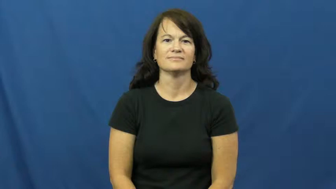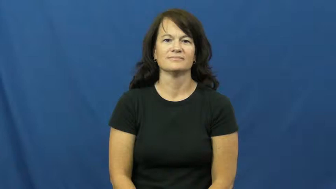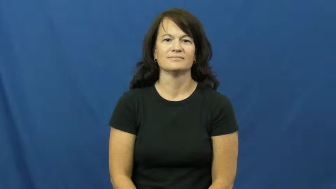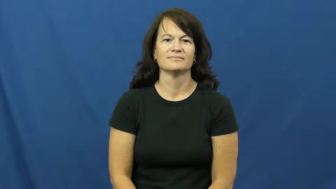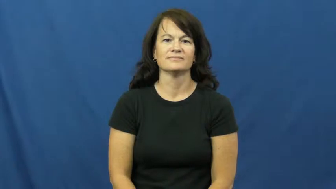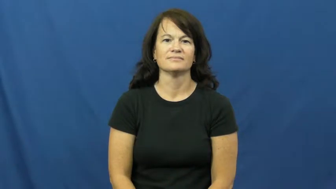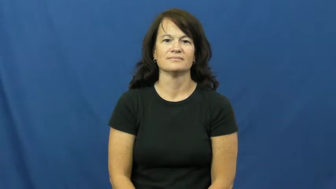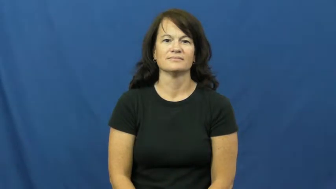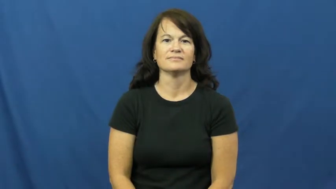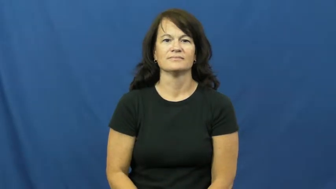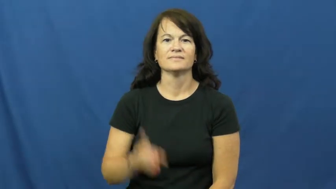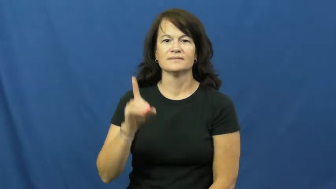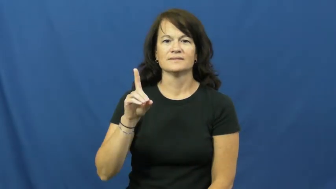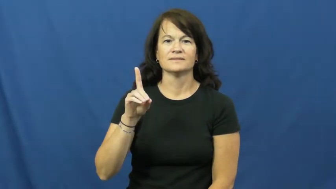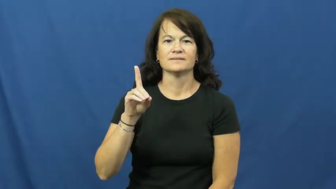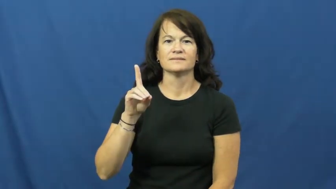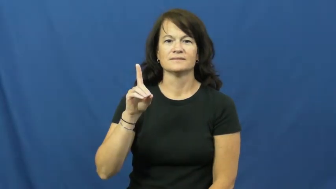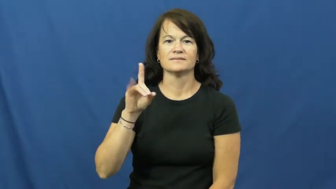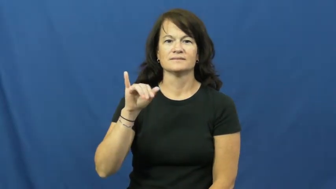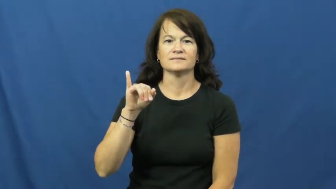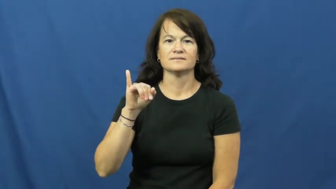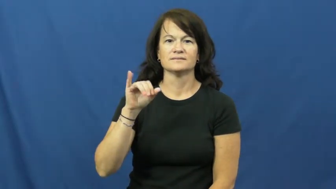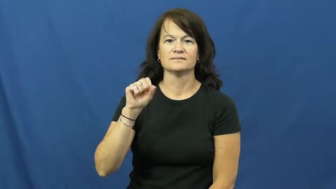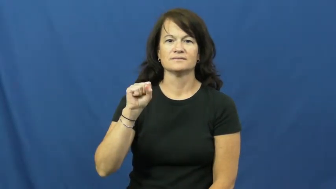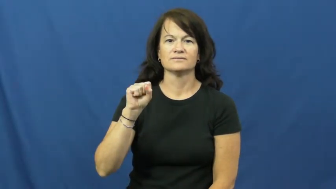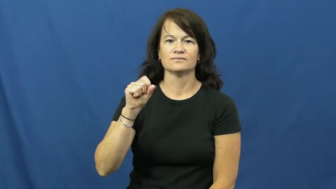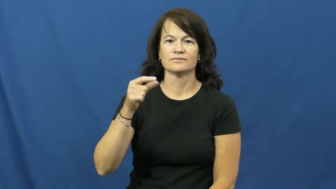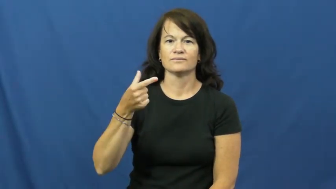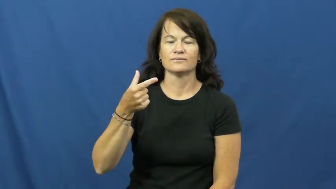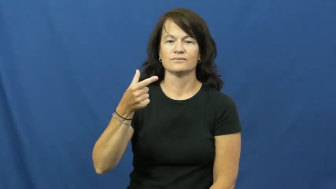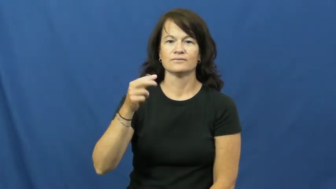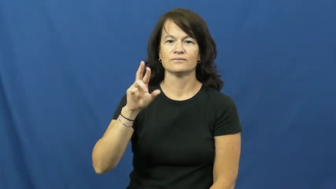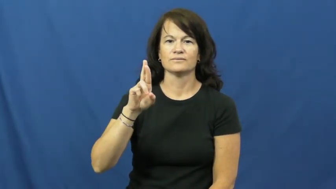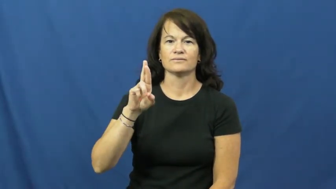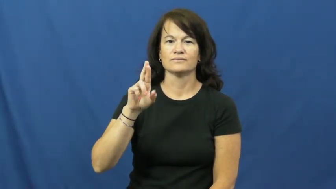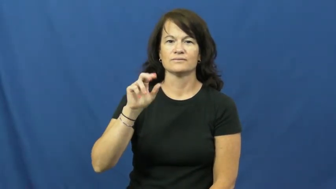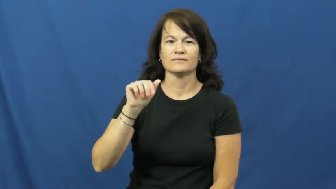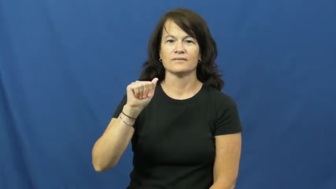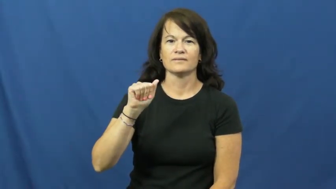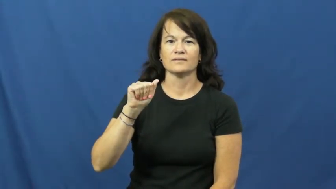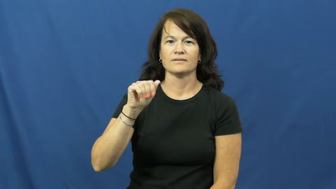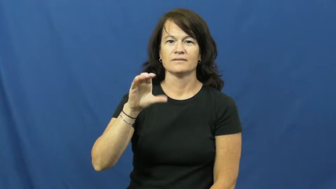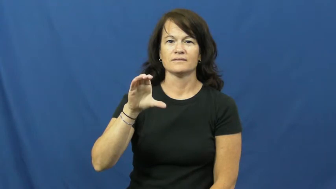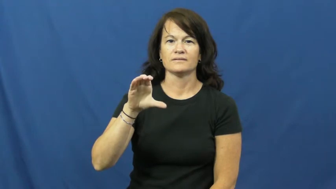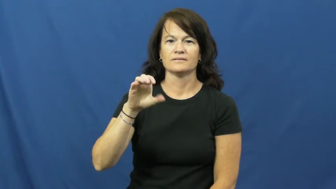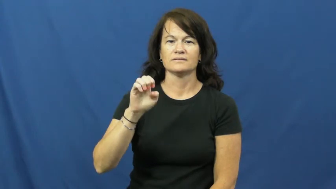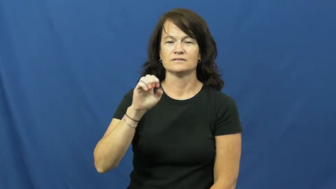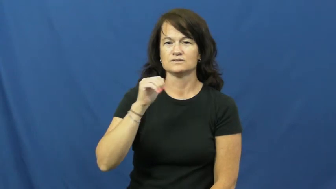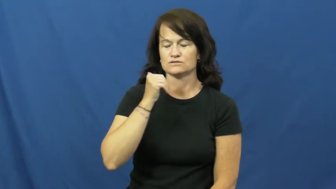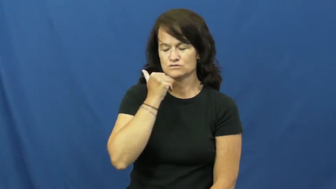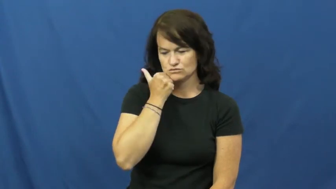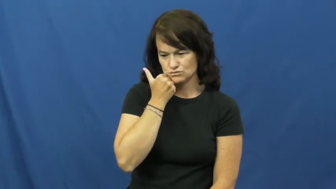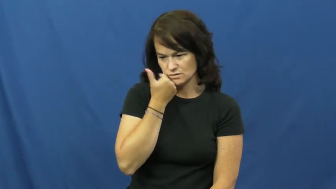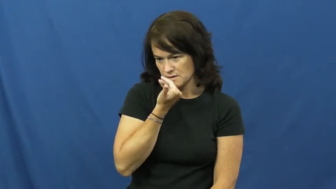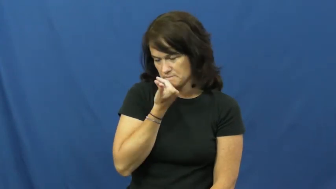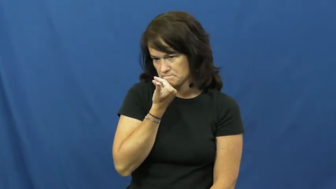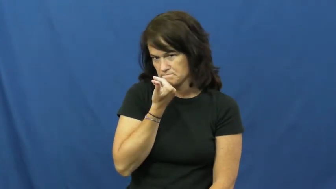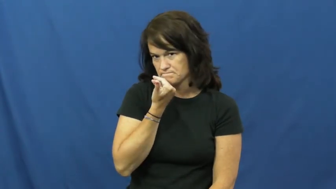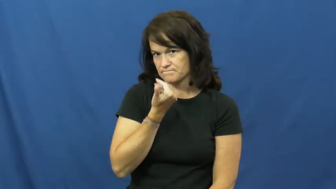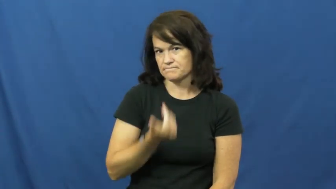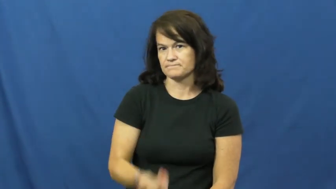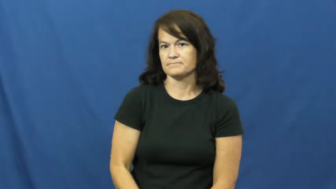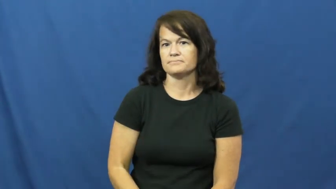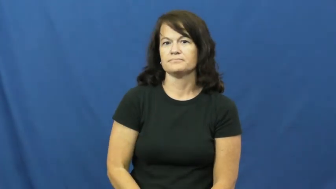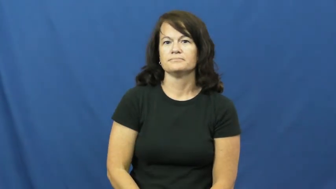disgrace